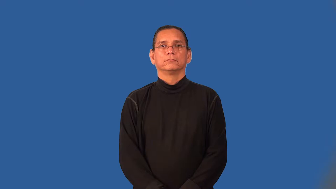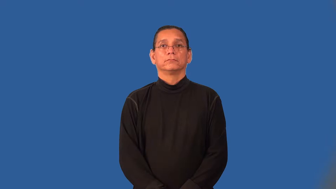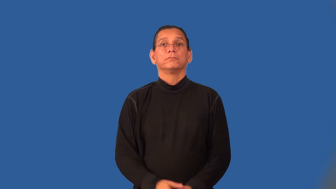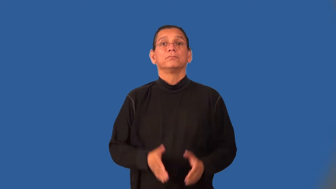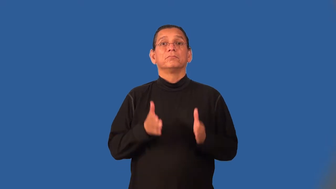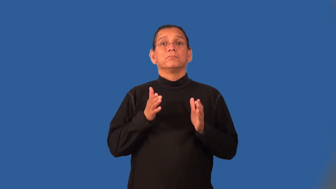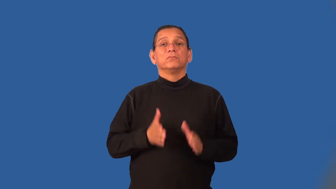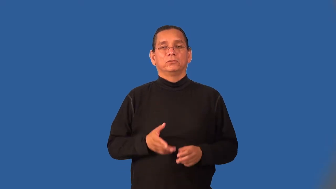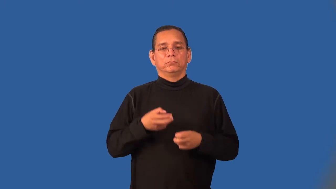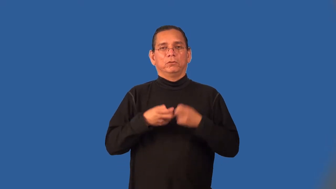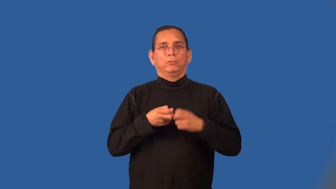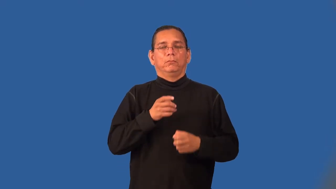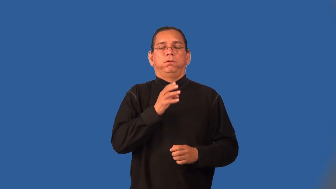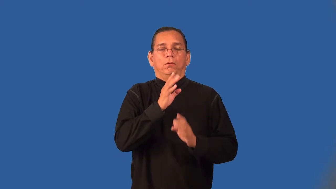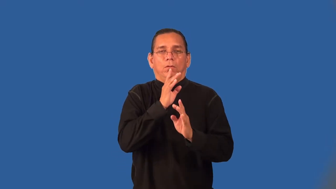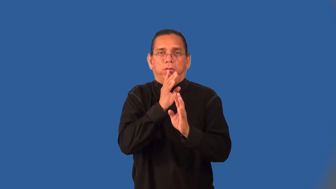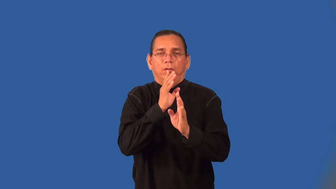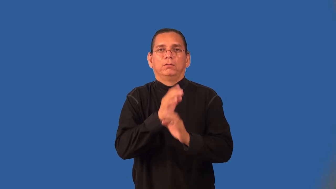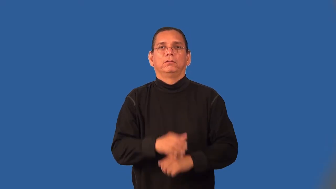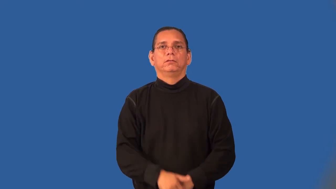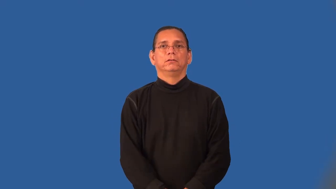stutterer